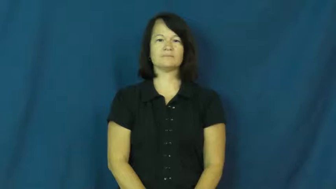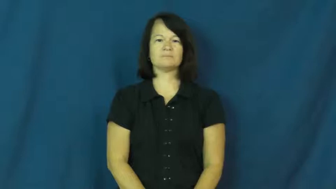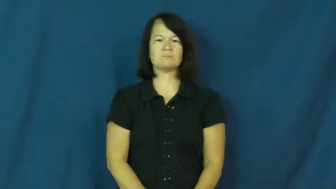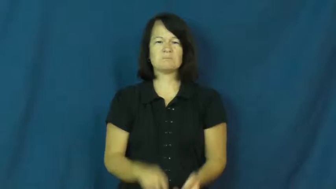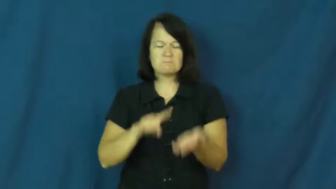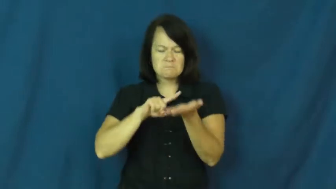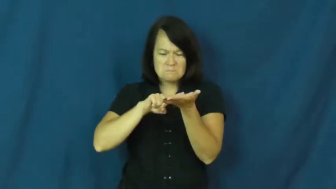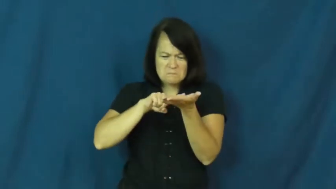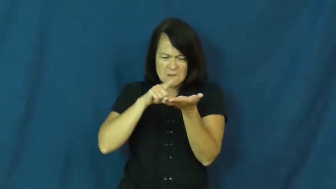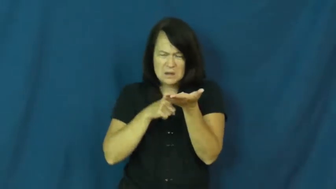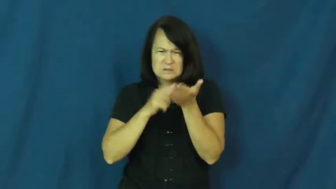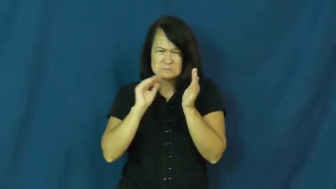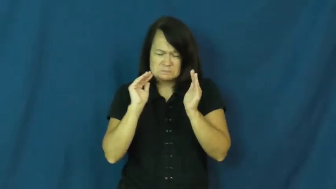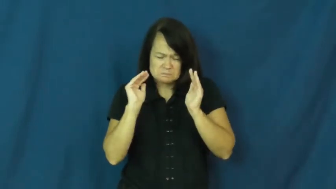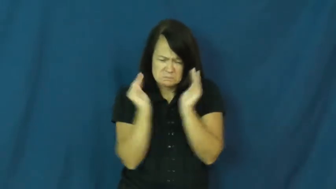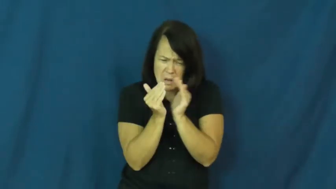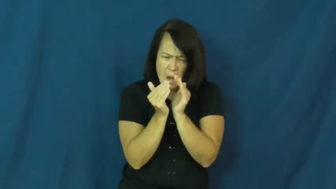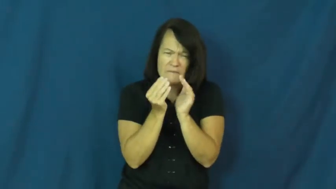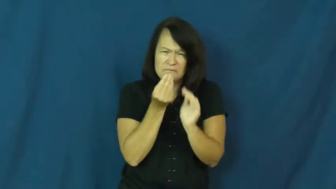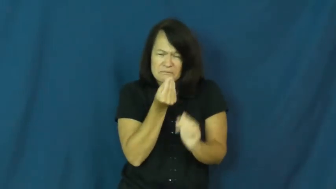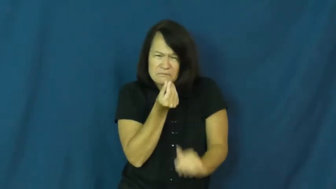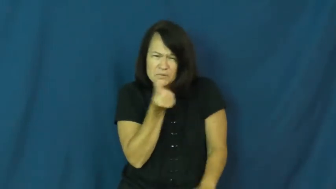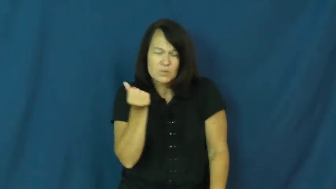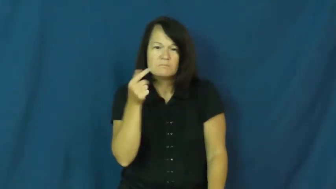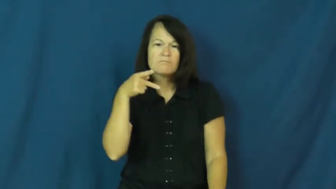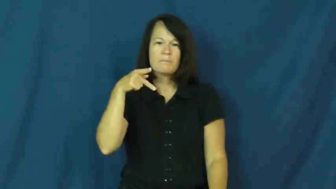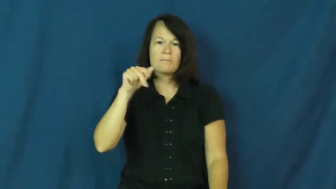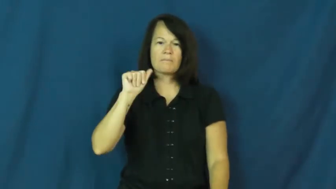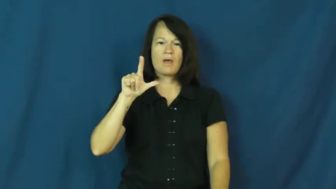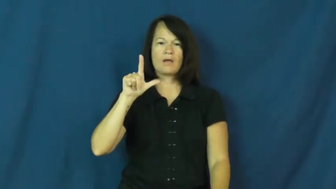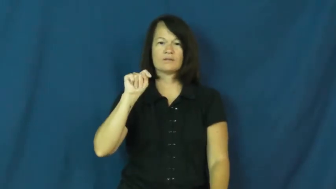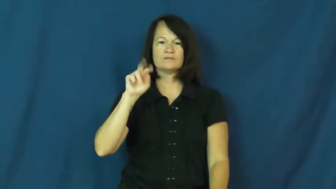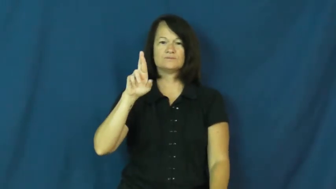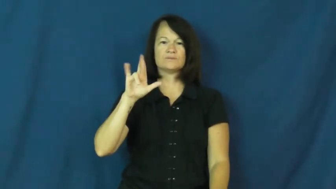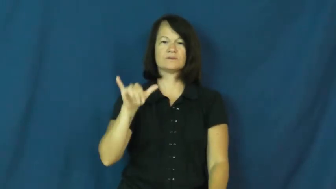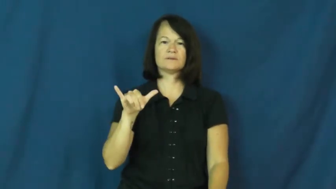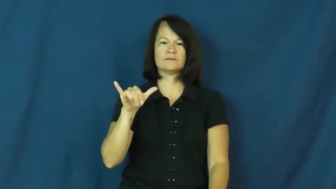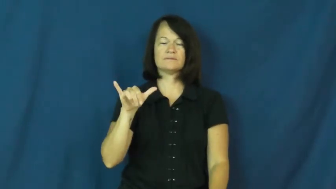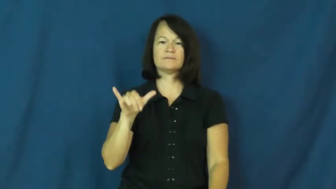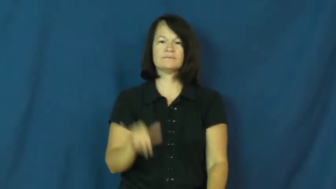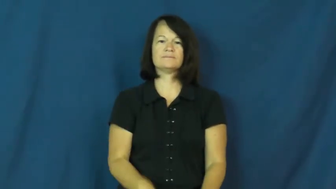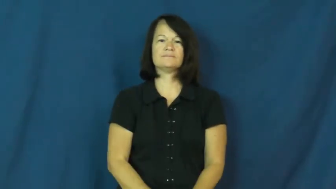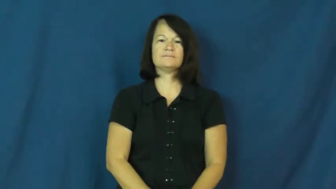paltry